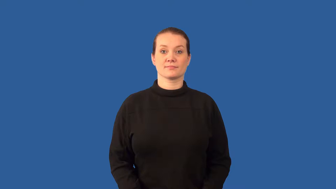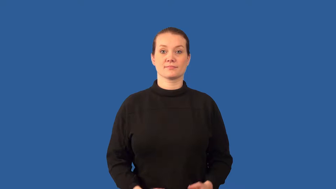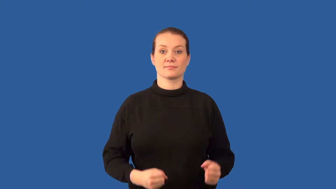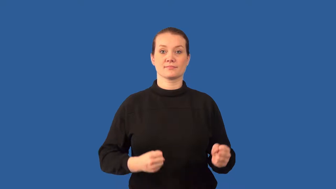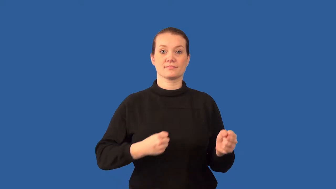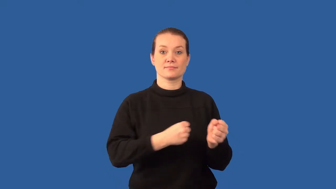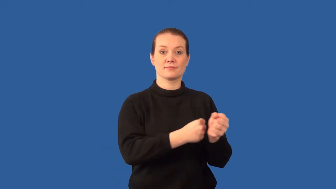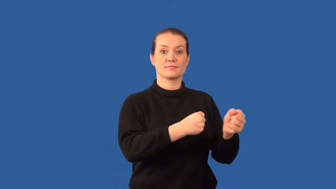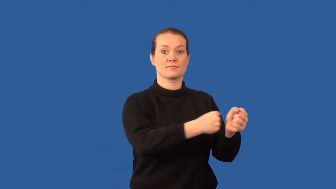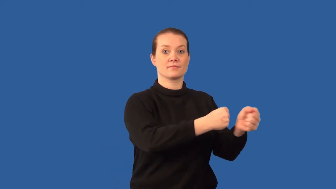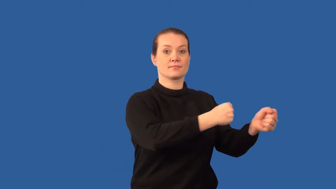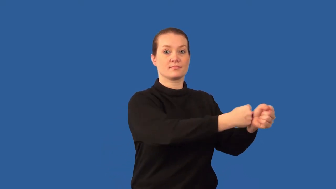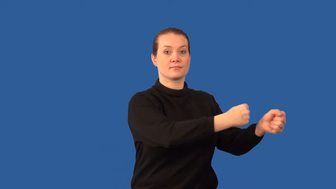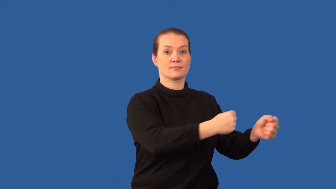chain reaction